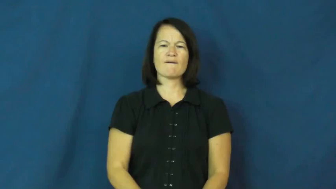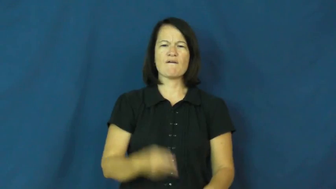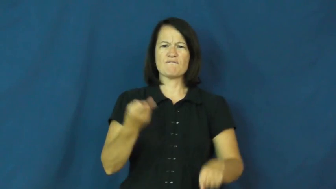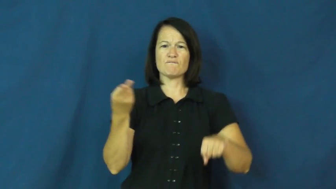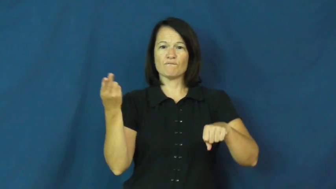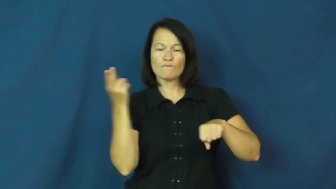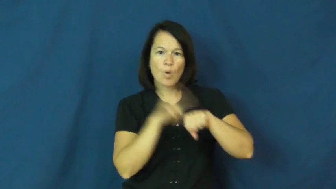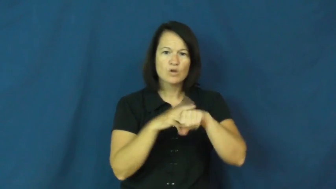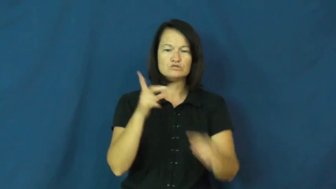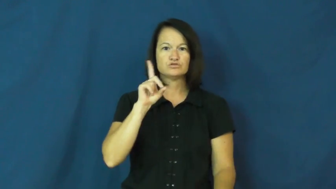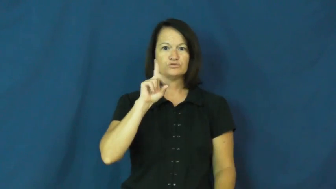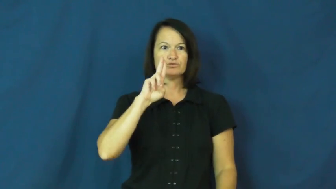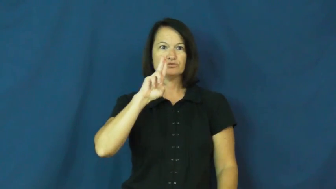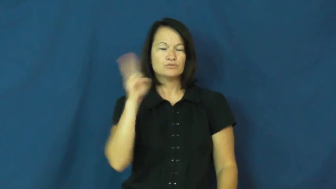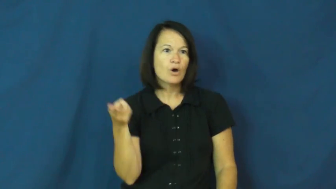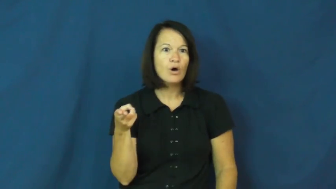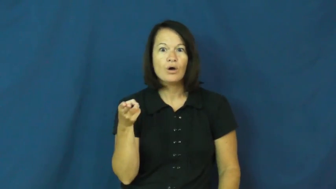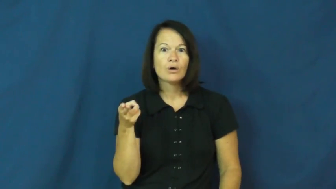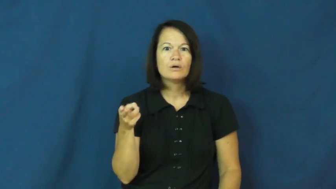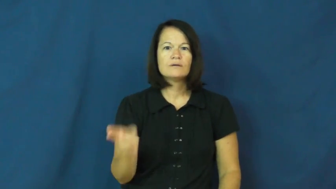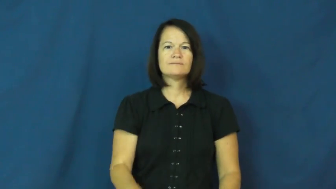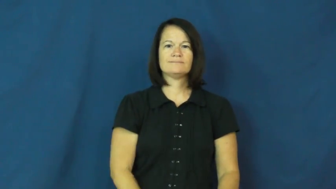duh